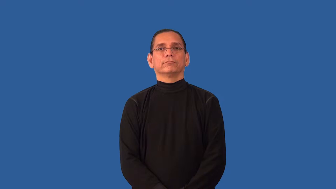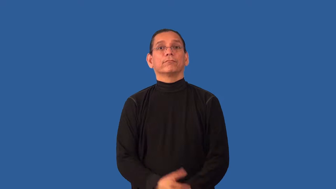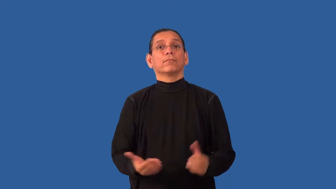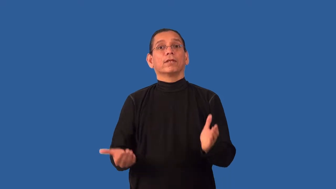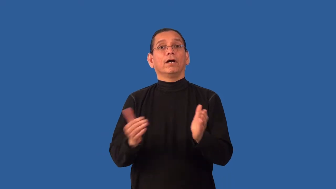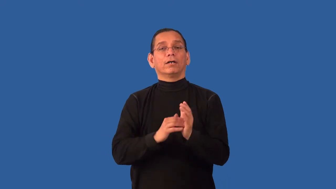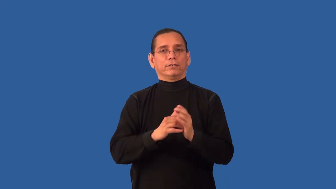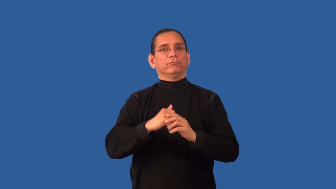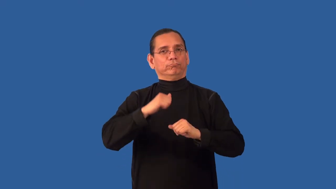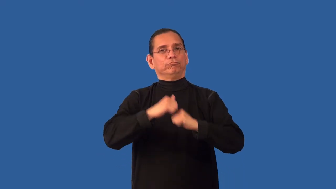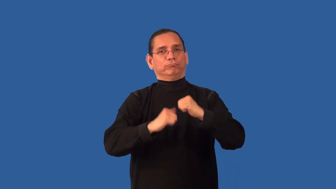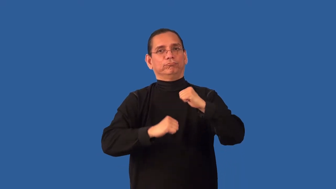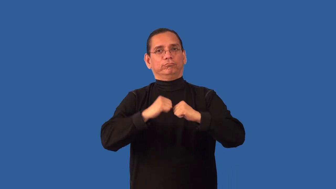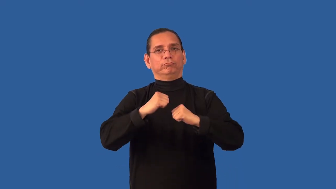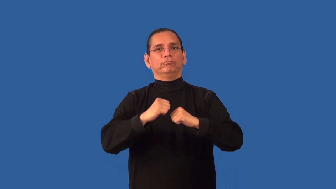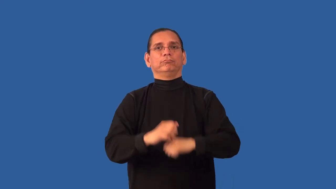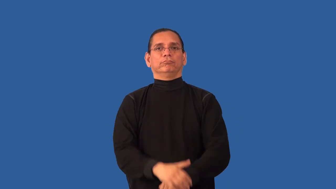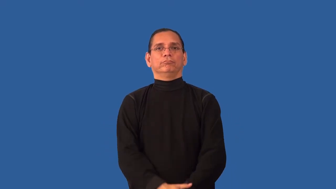restructure